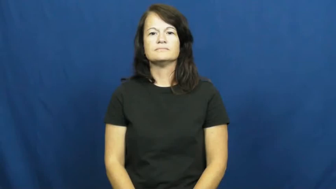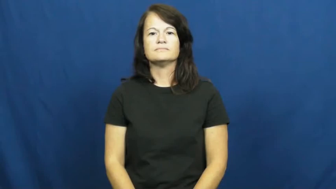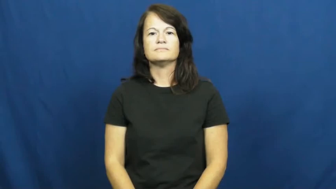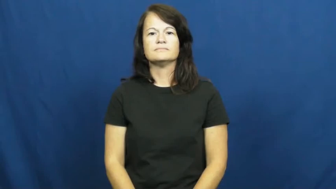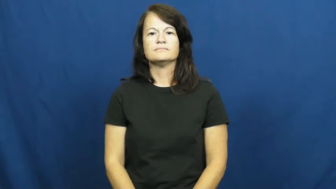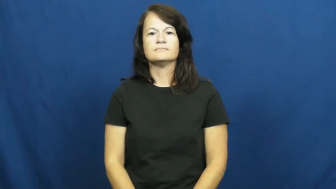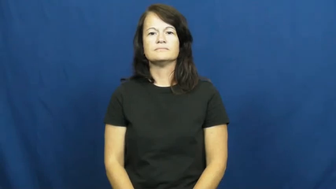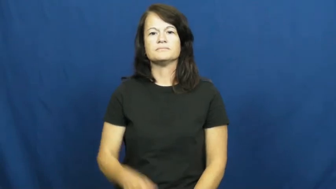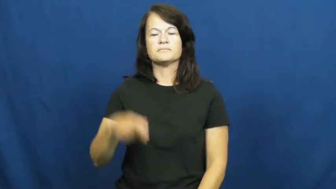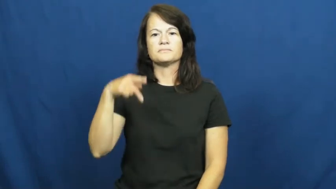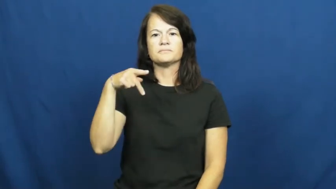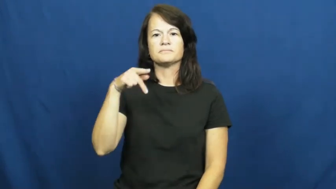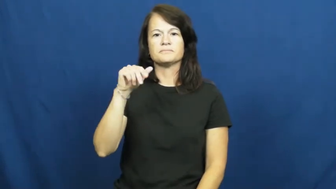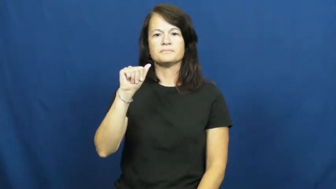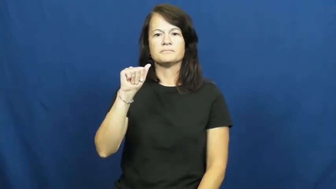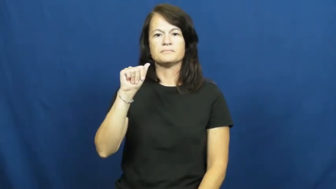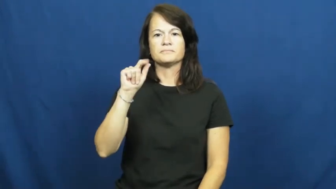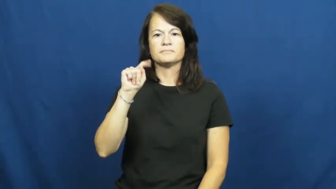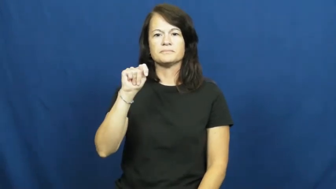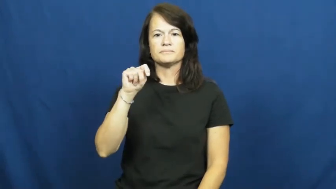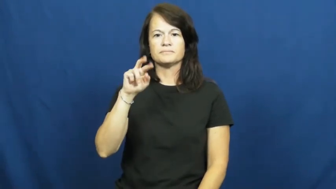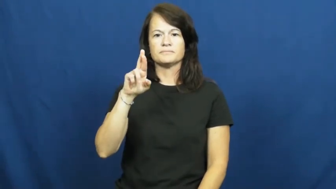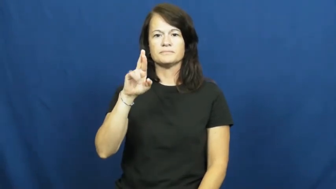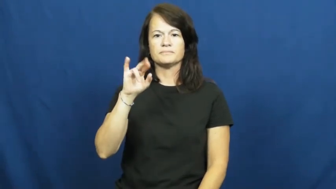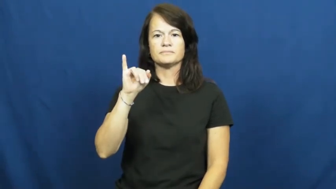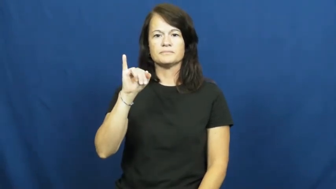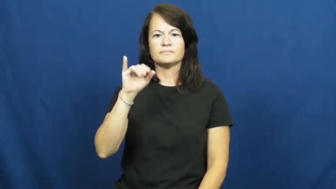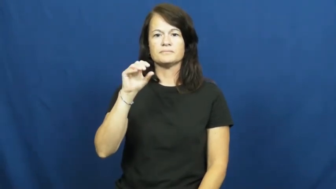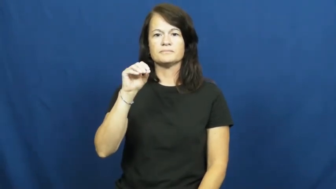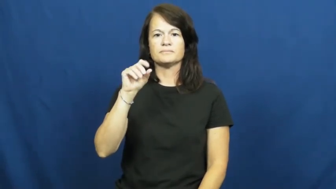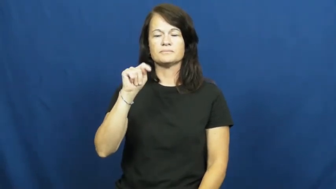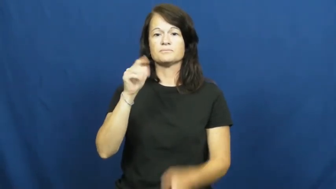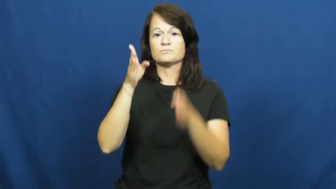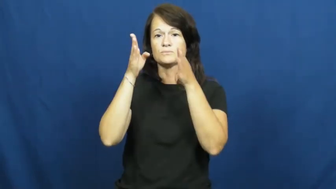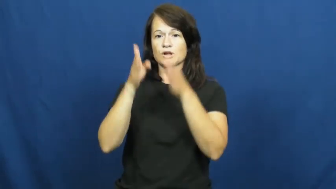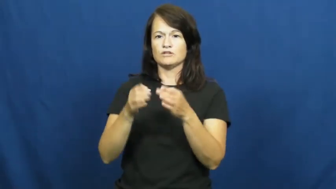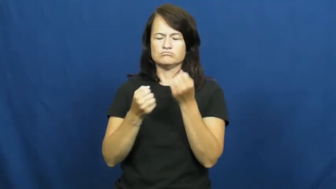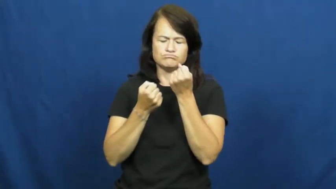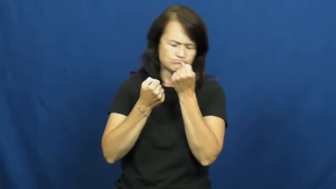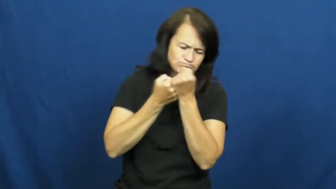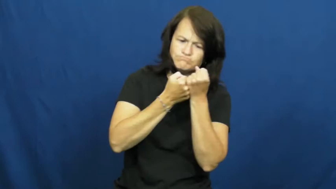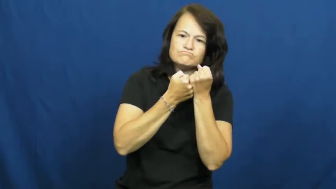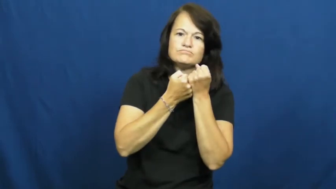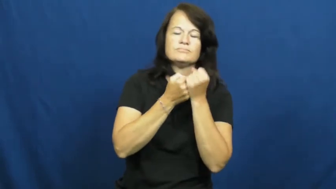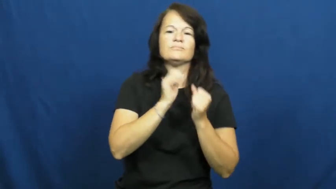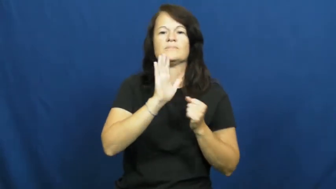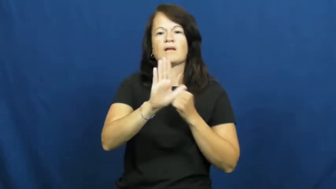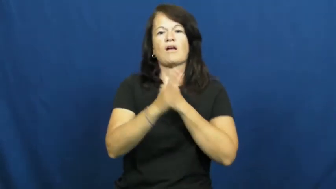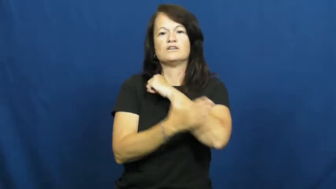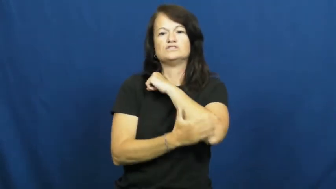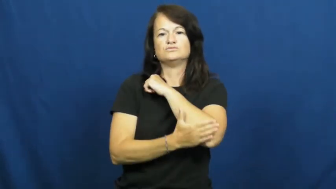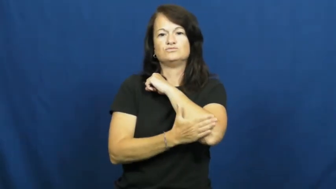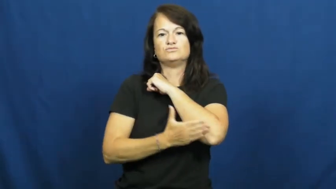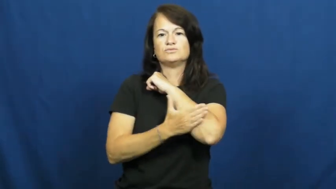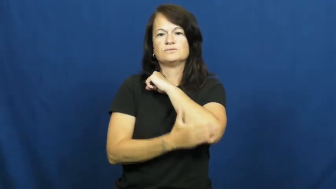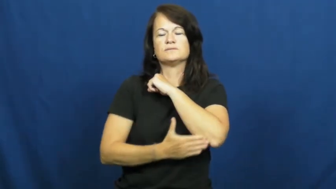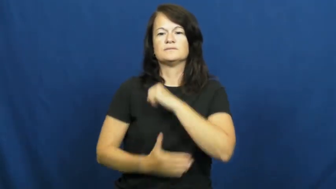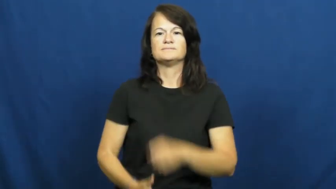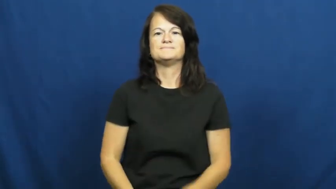patriot